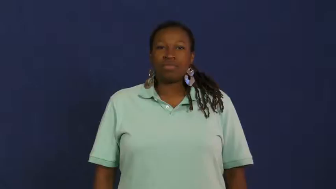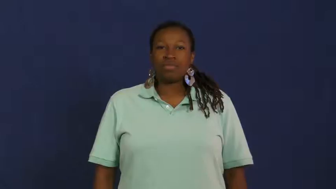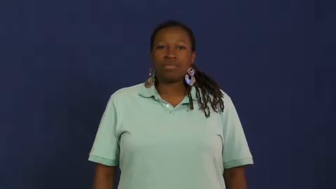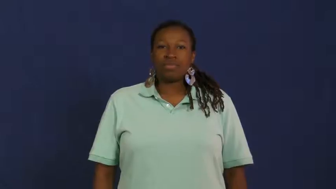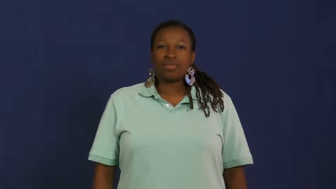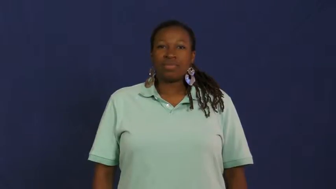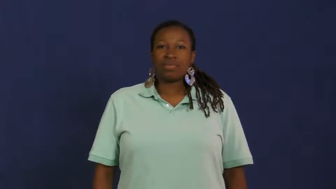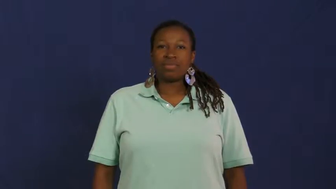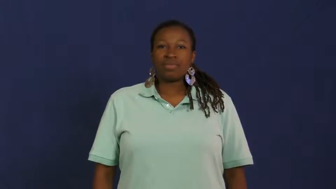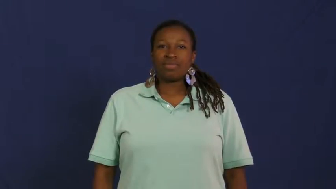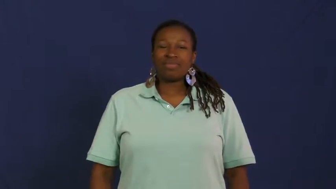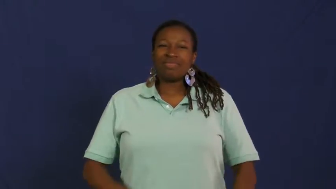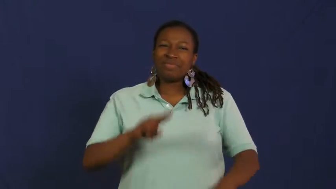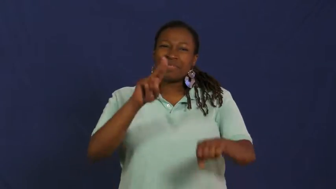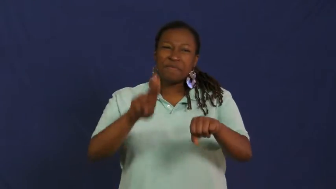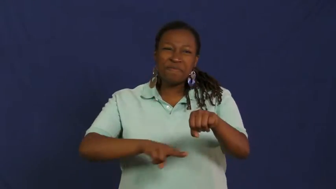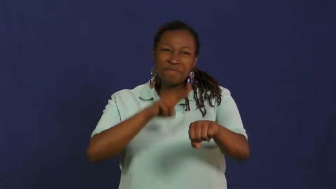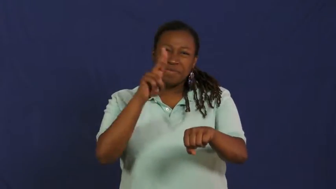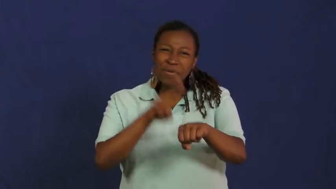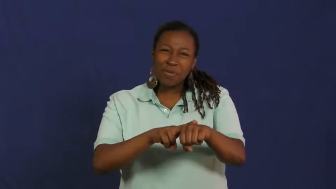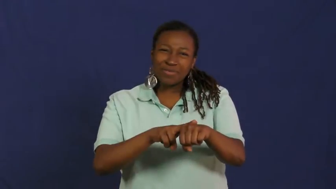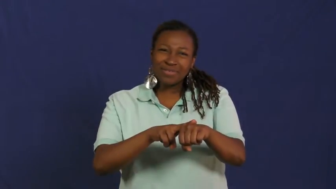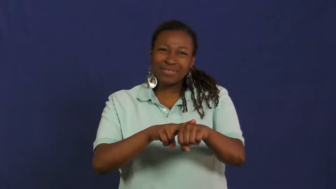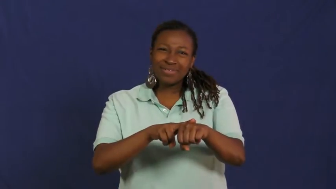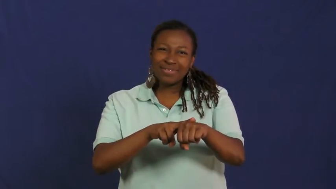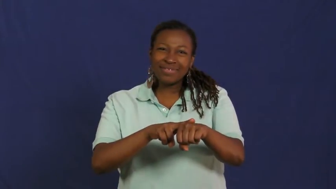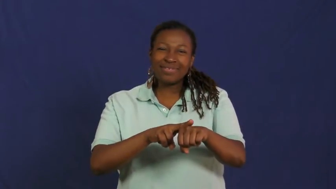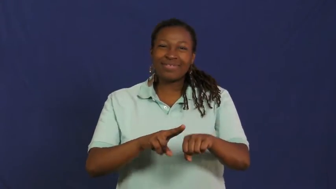normal,commonplace,usual